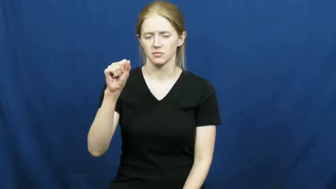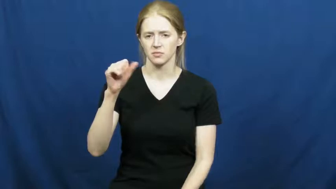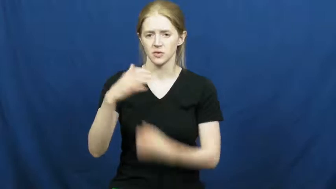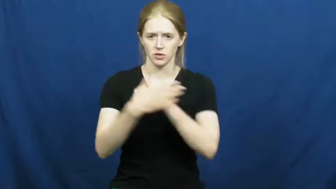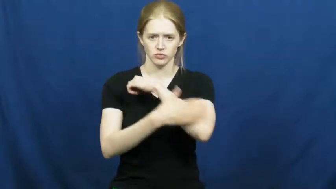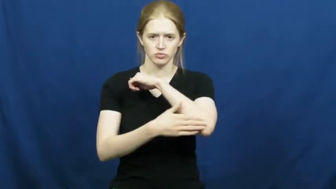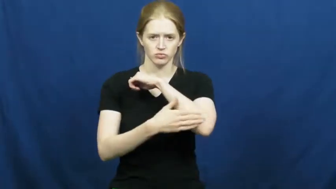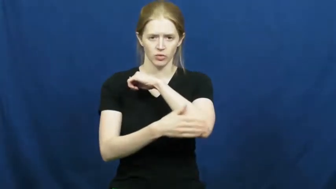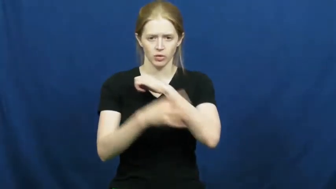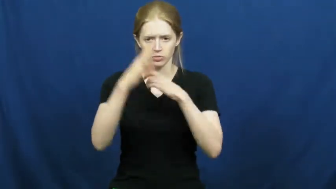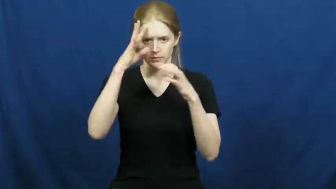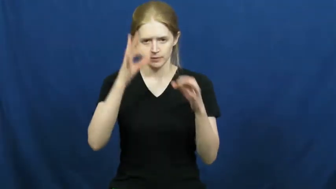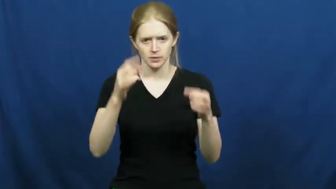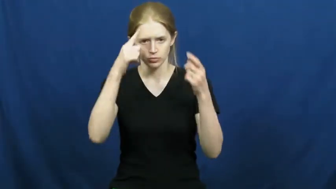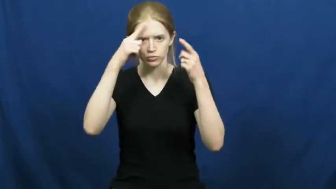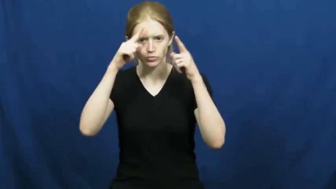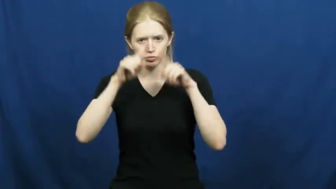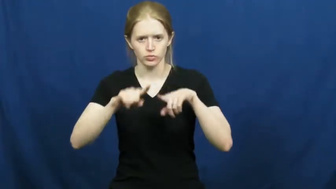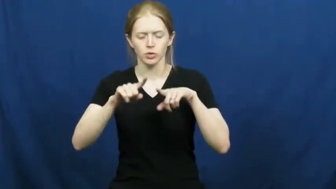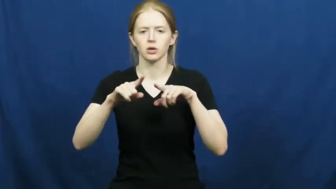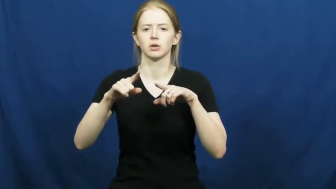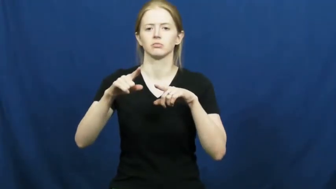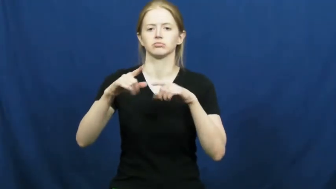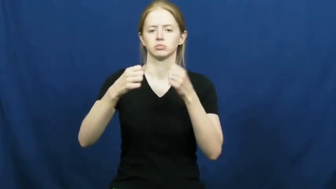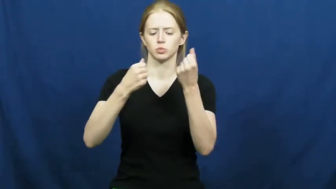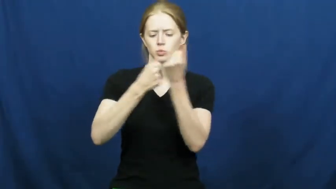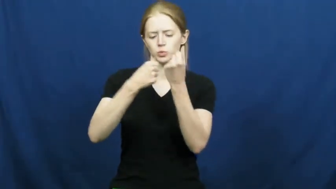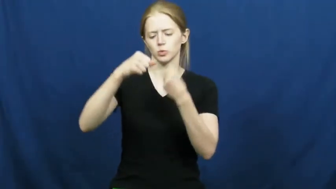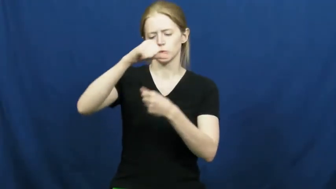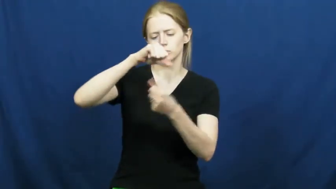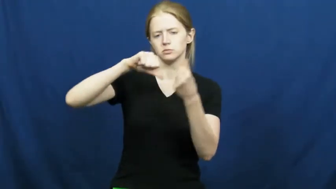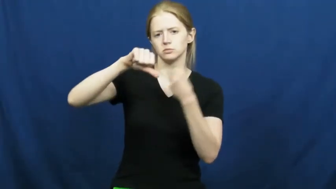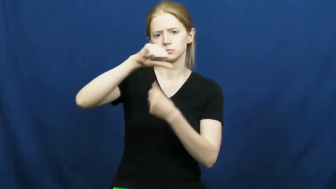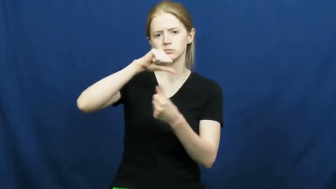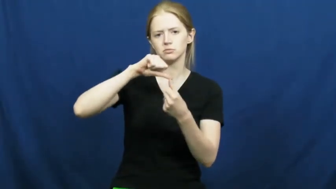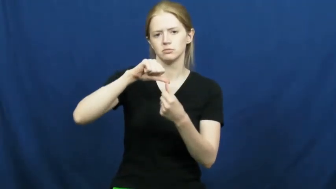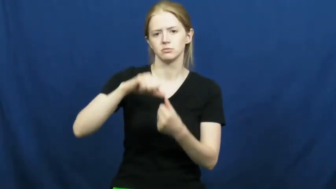axis,bloc-political